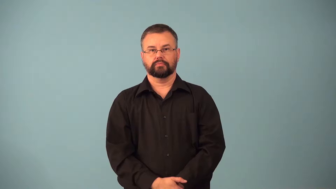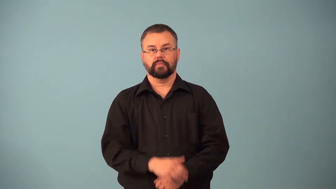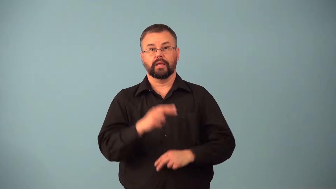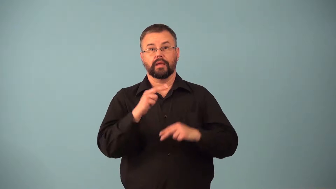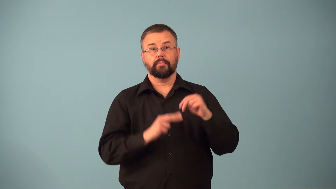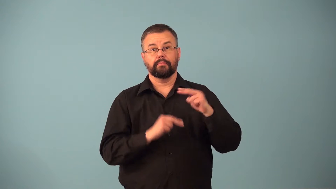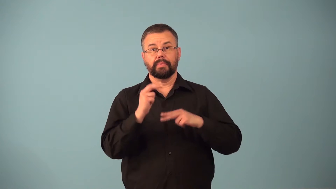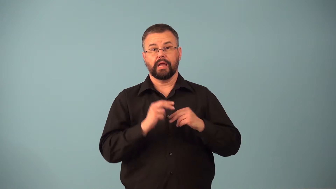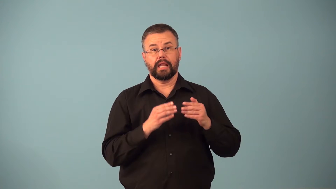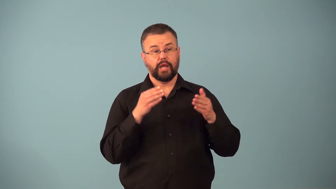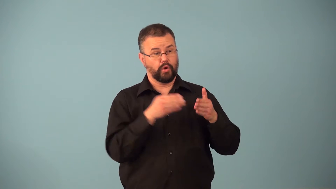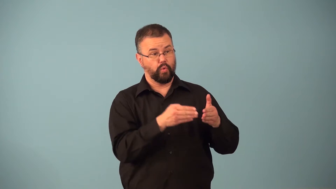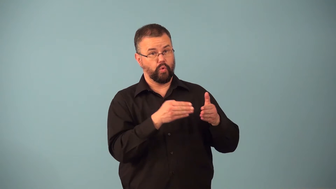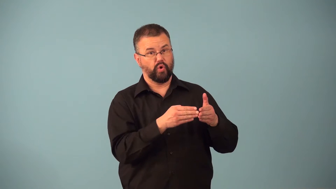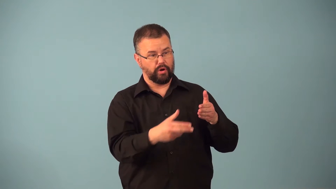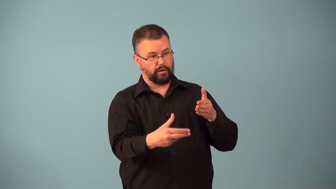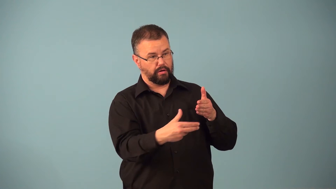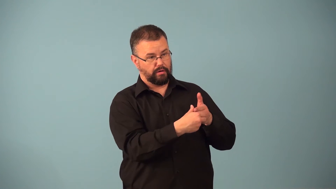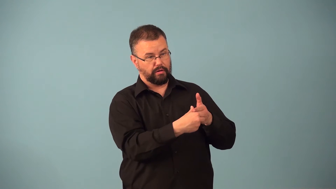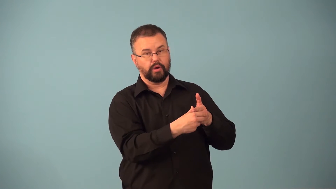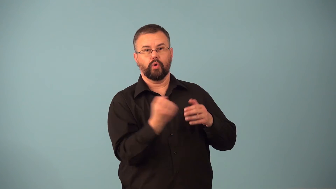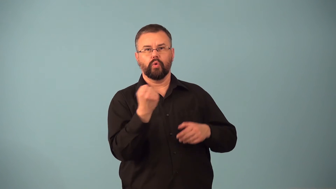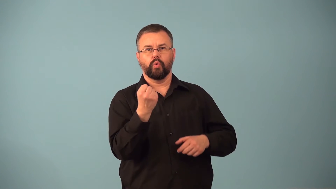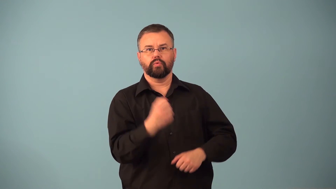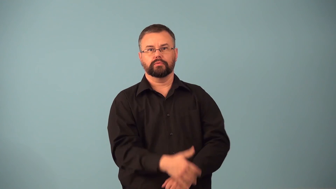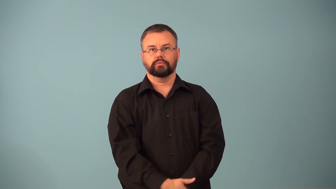cornerstone-building